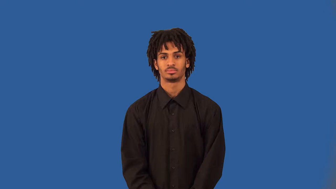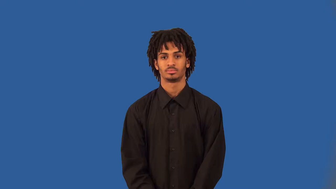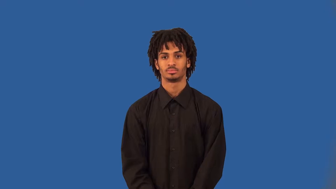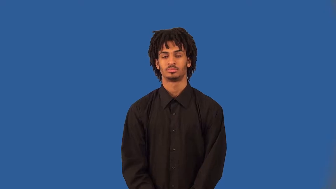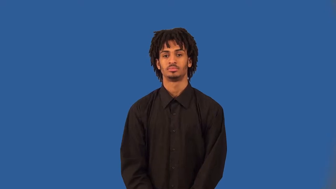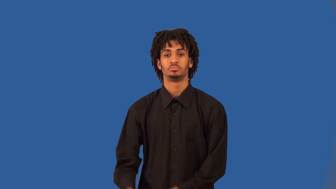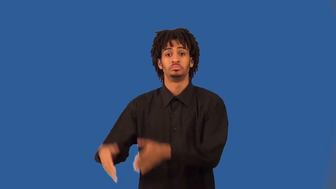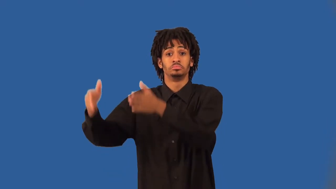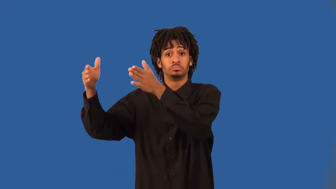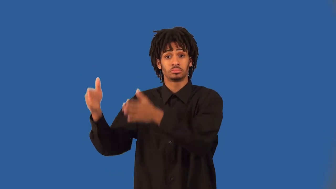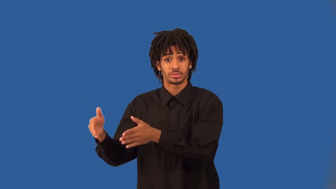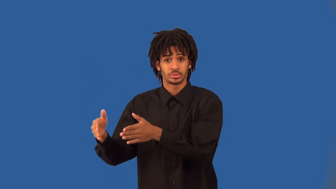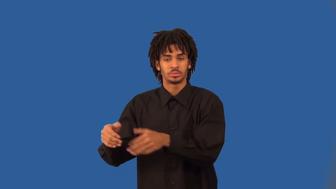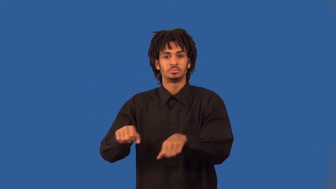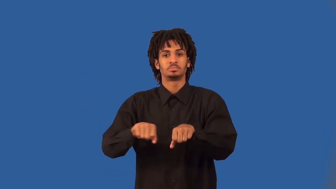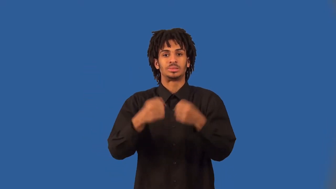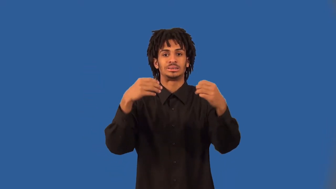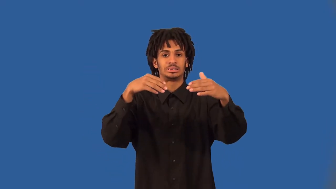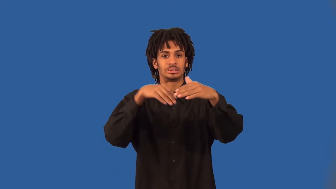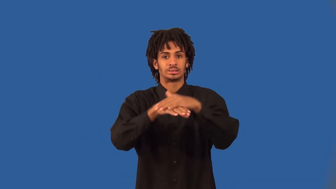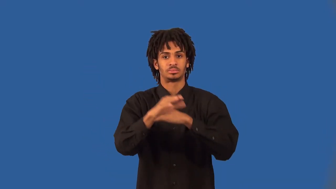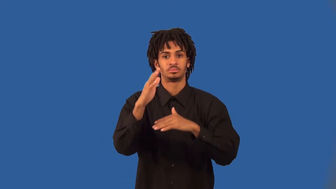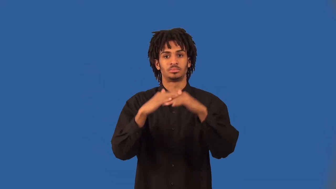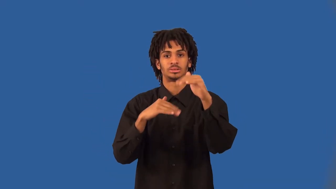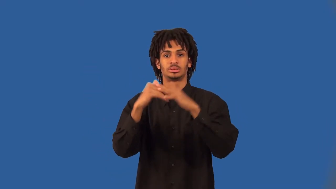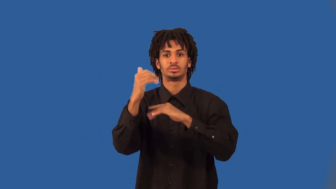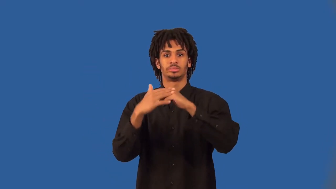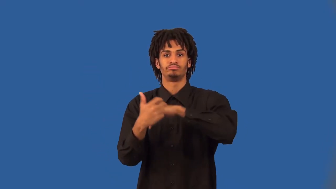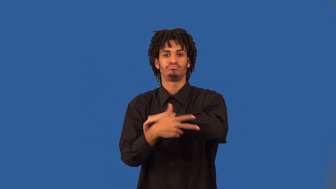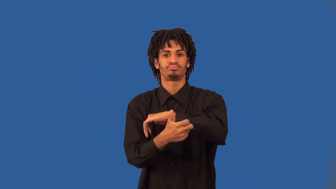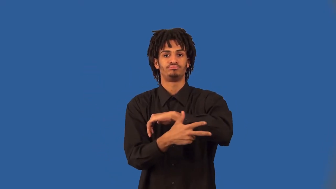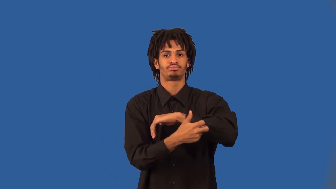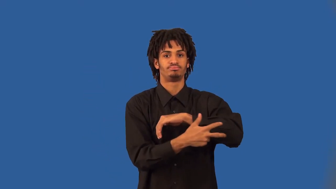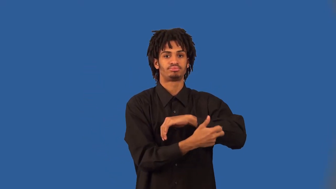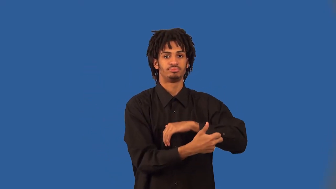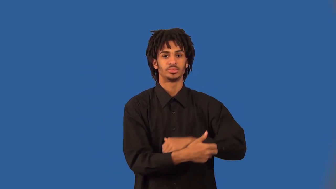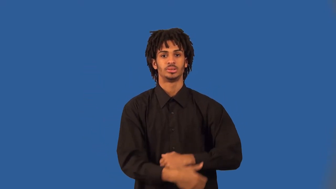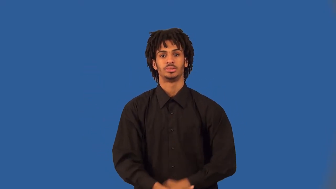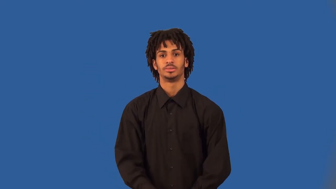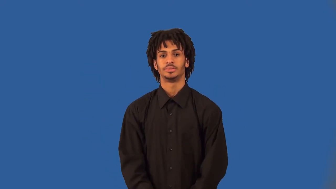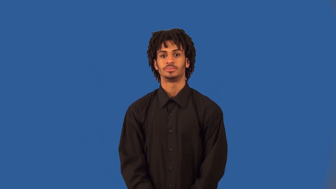burglar